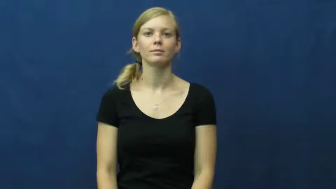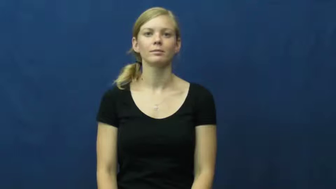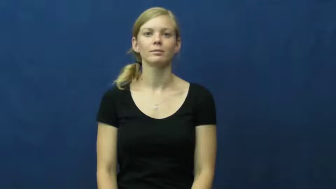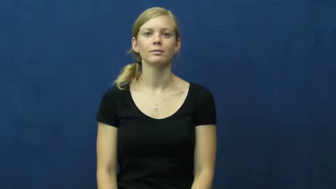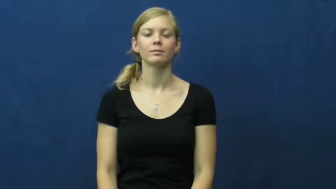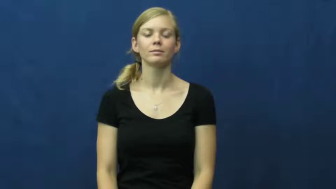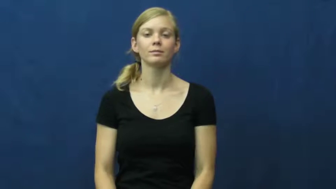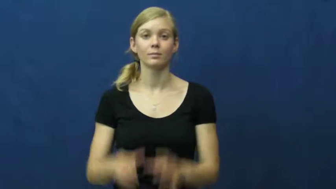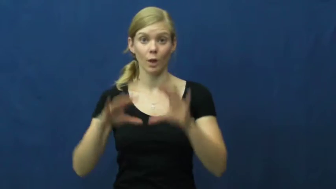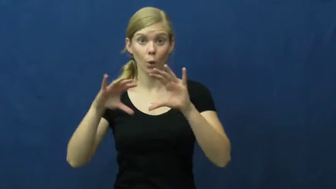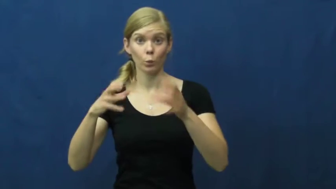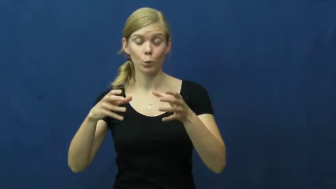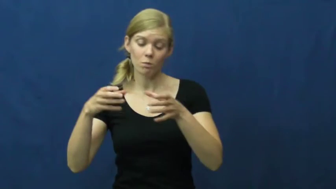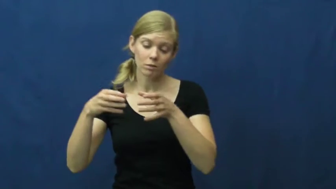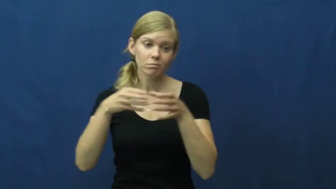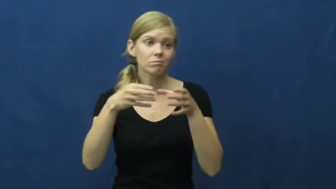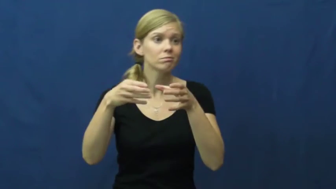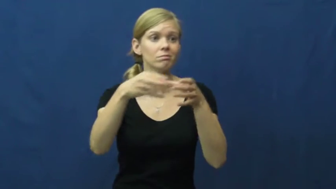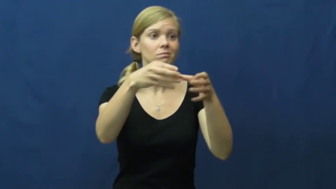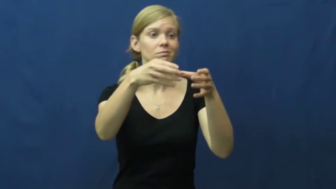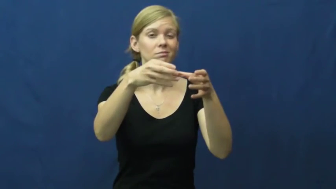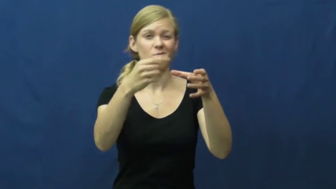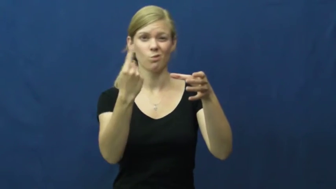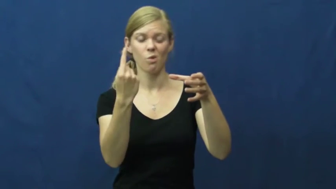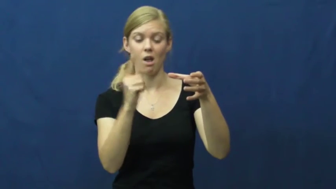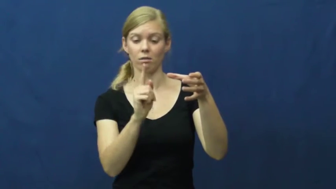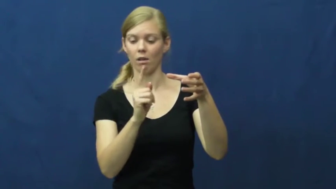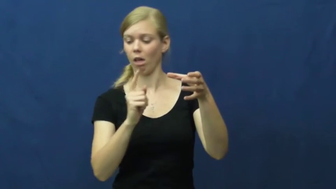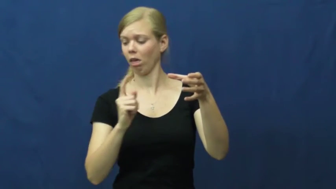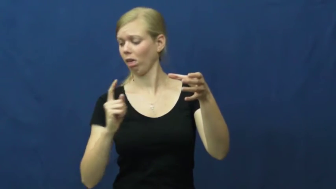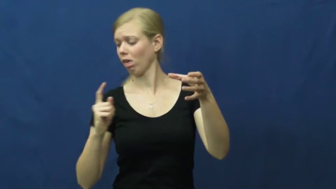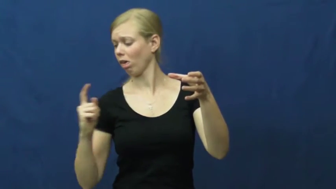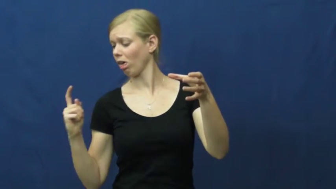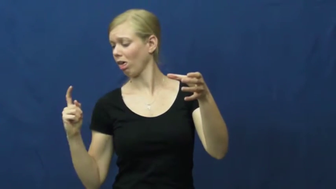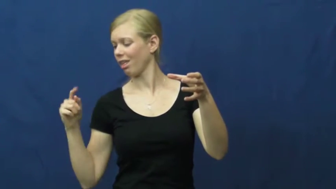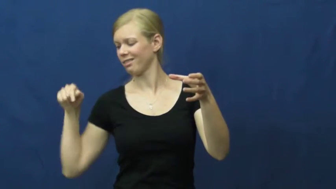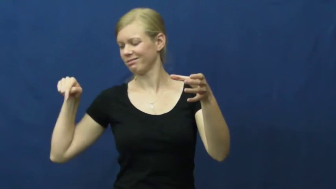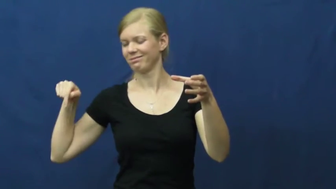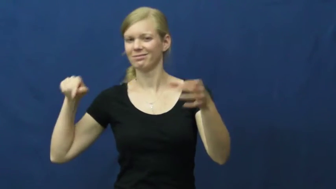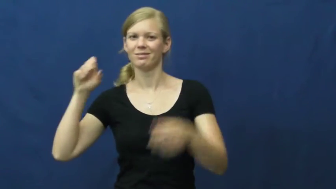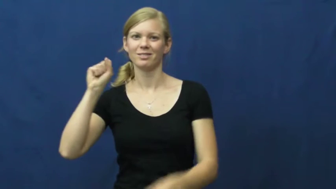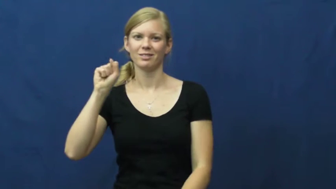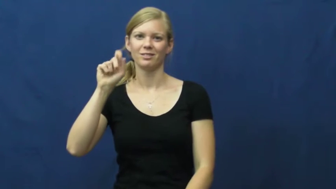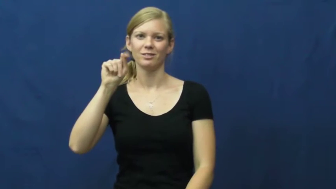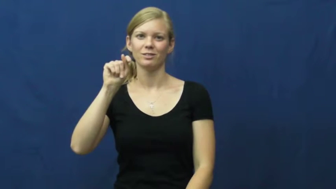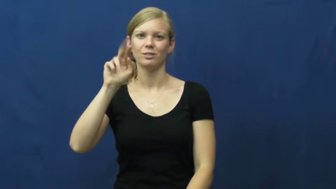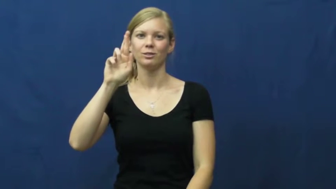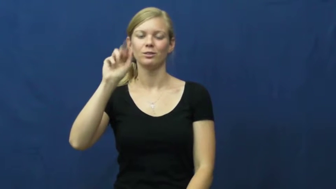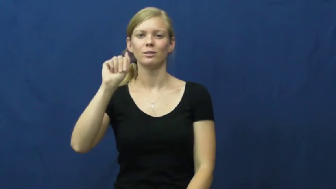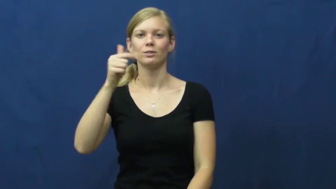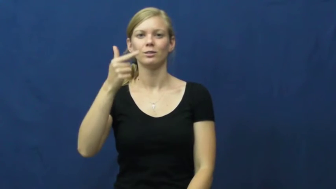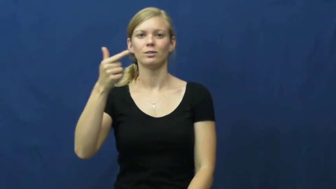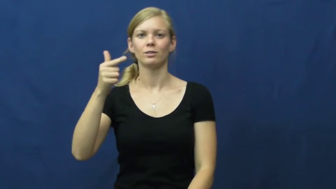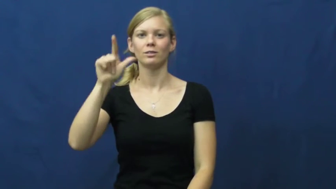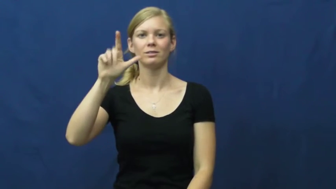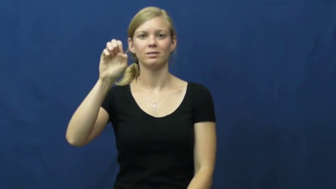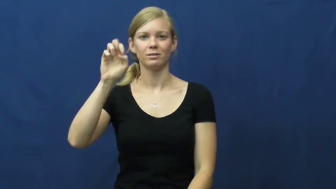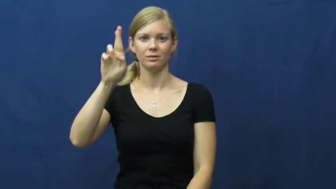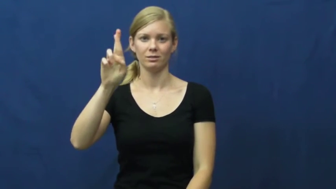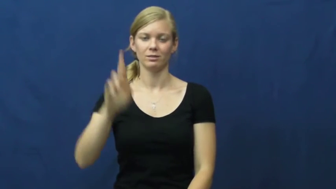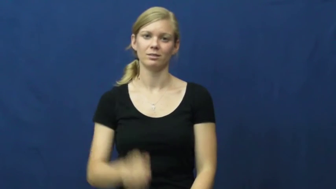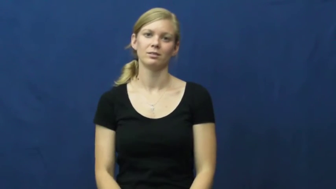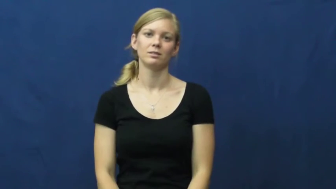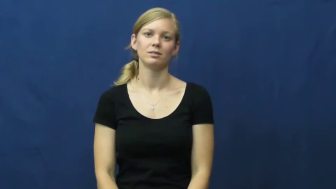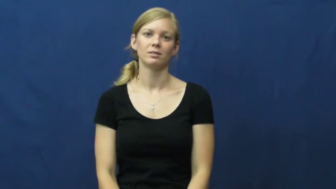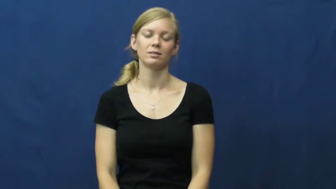straggler